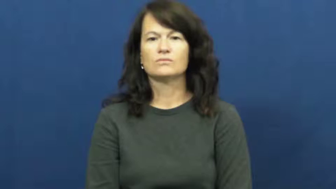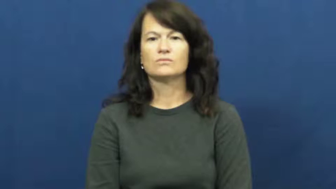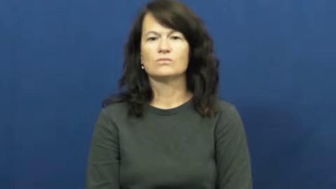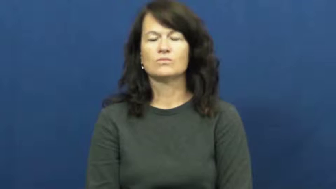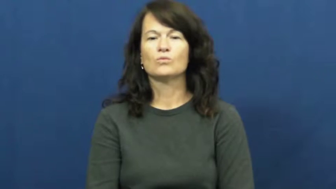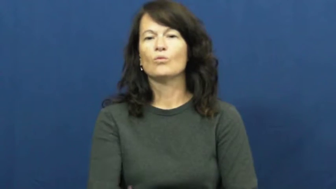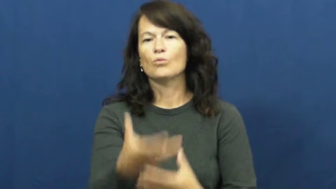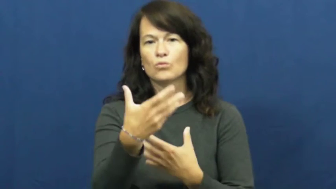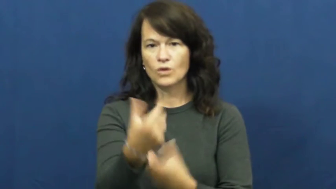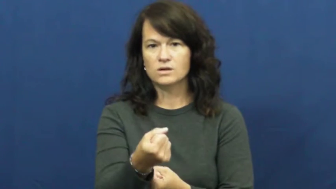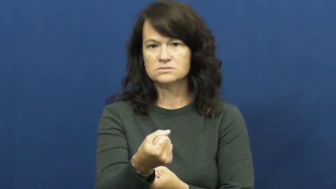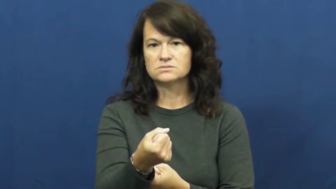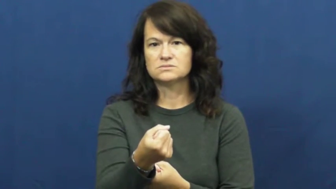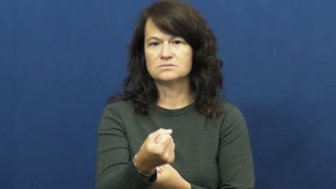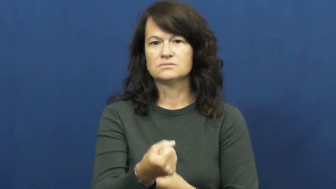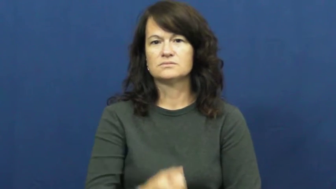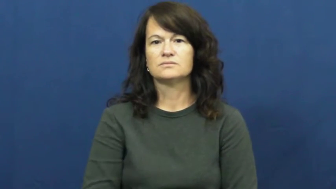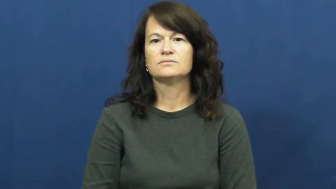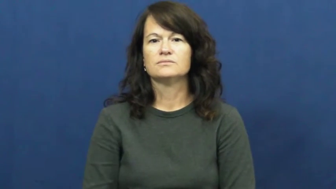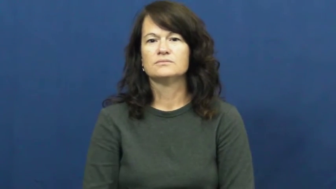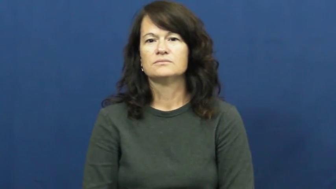trust,go by,swear by,trow,believe in,artless,calculate